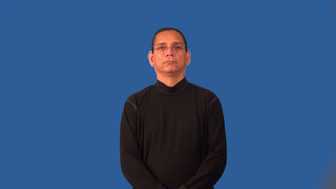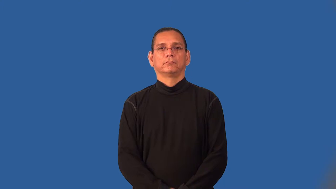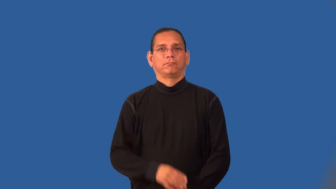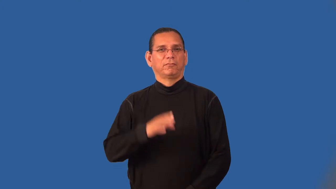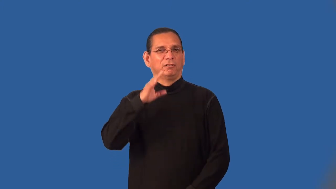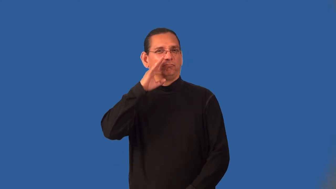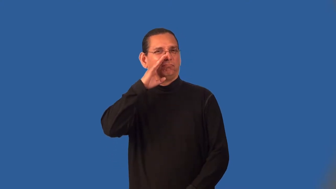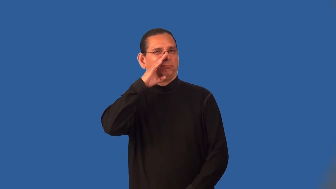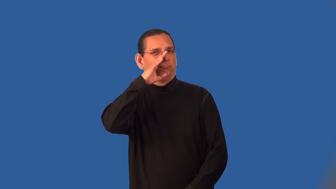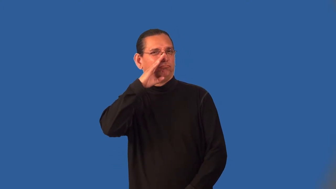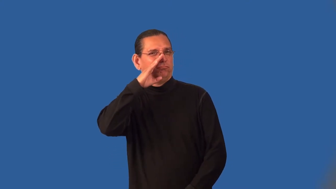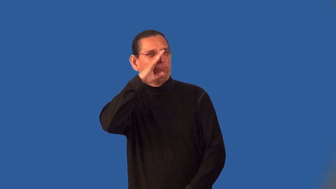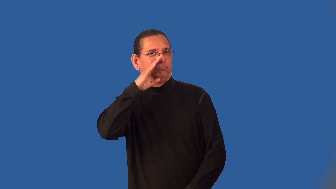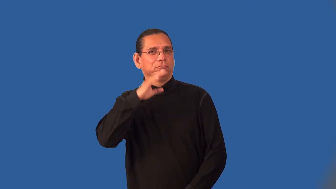ingratiate,obsequious,oleaginous